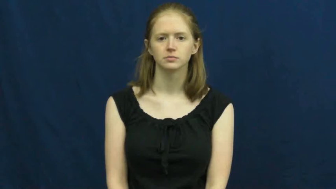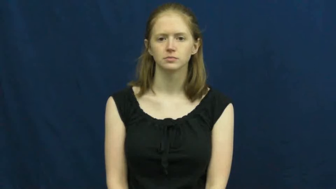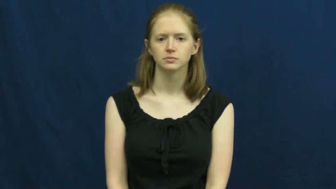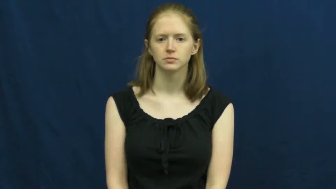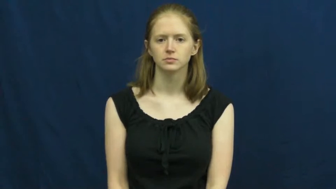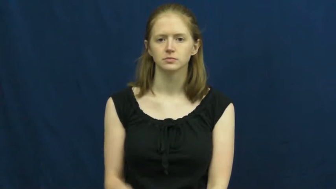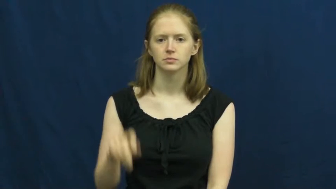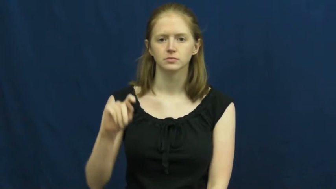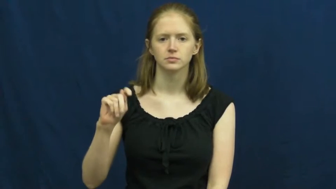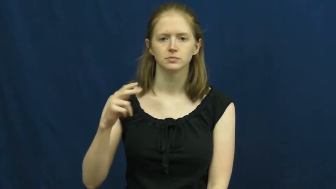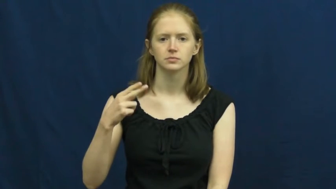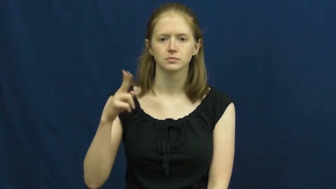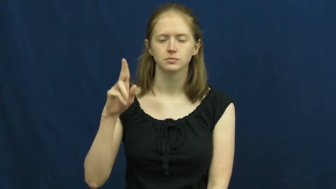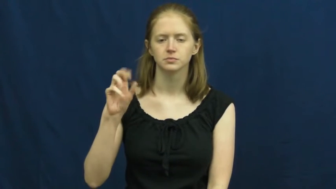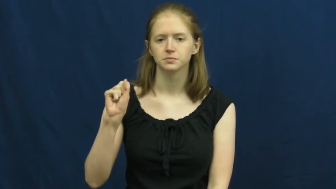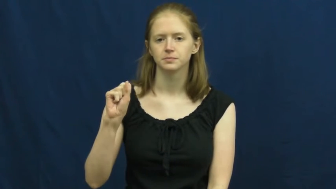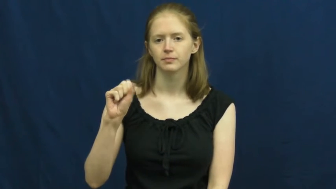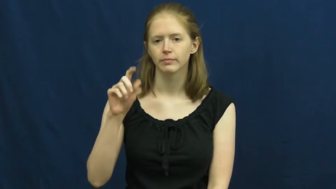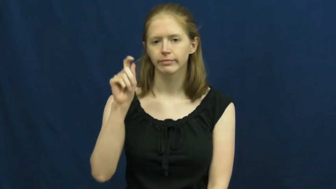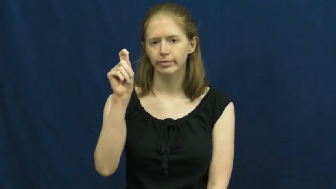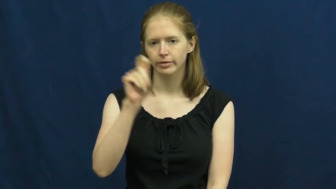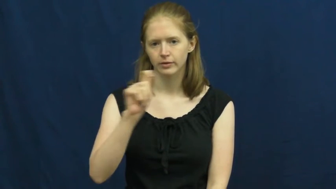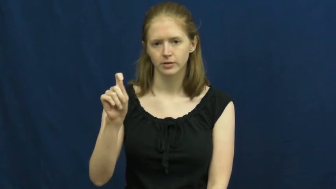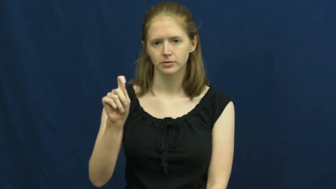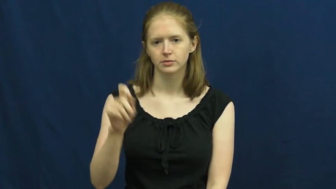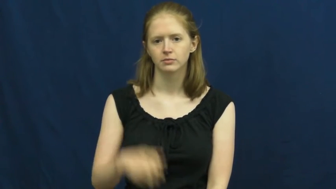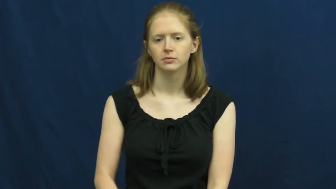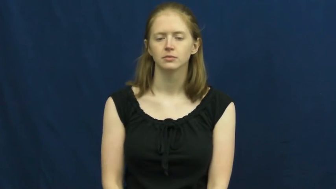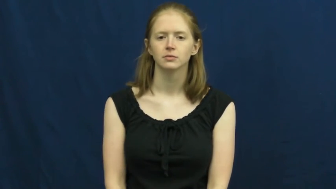thus